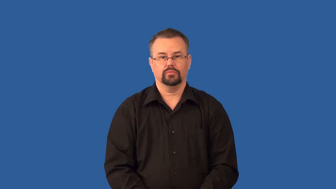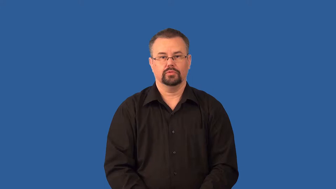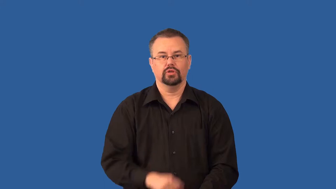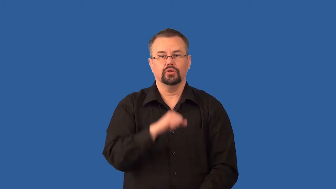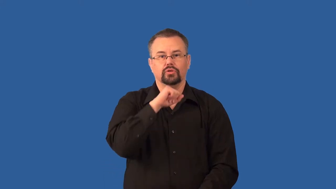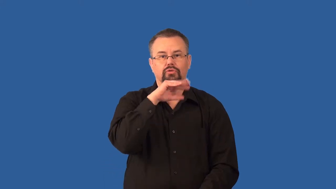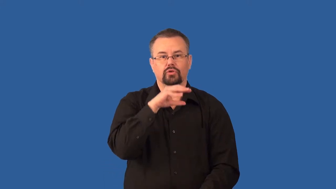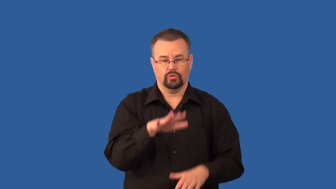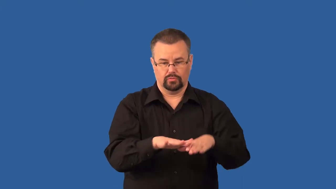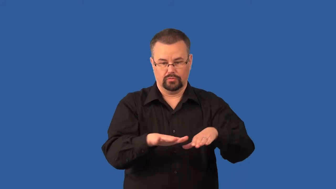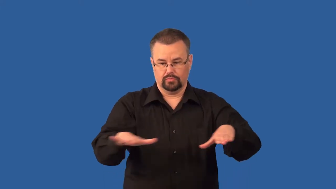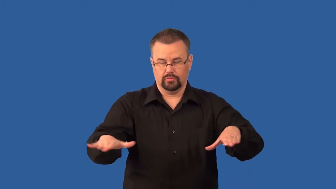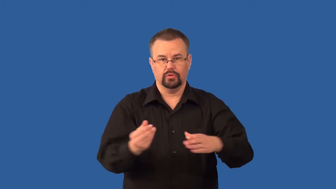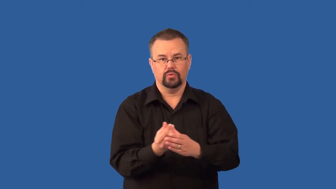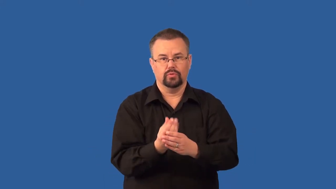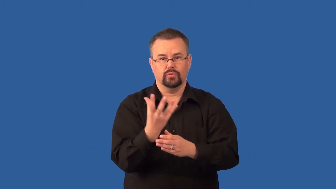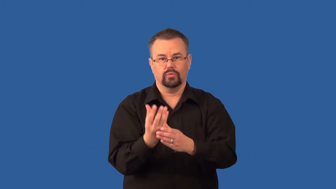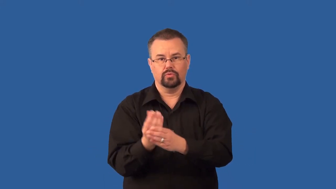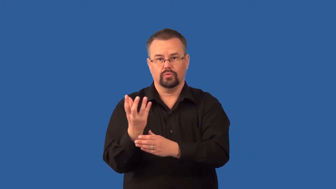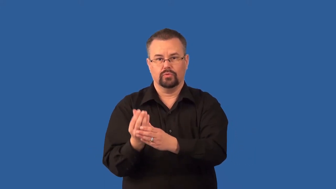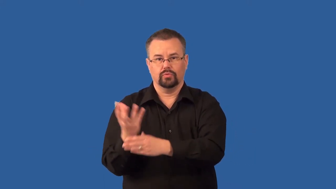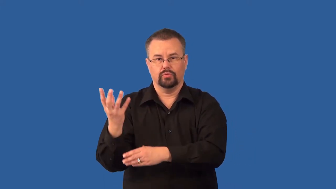topsoil